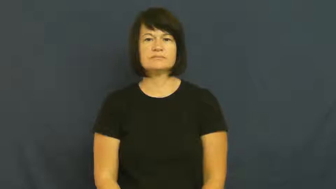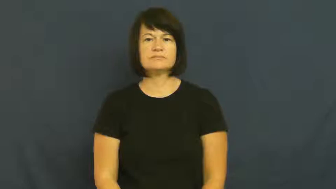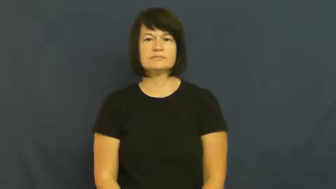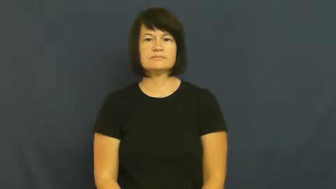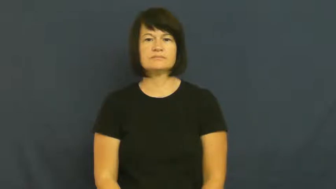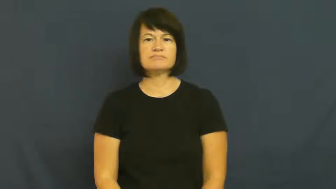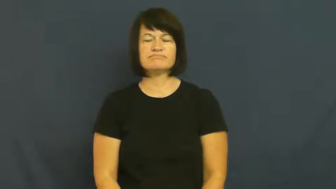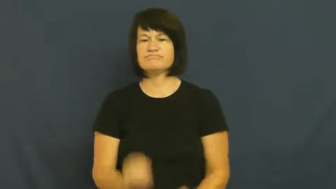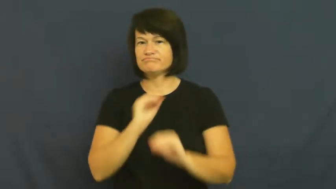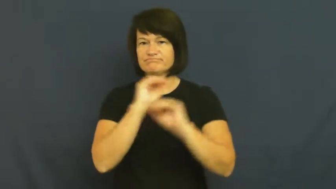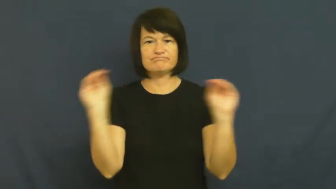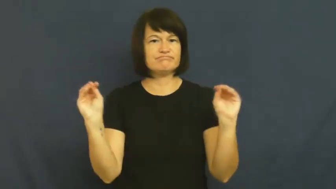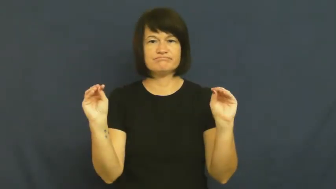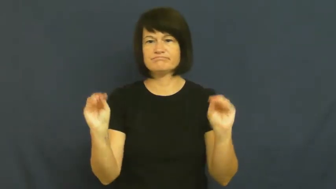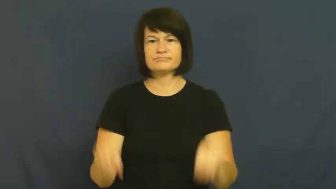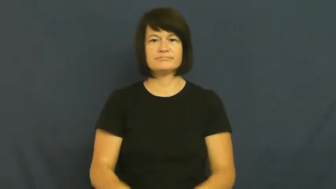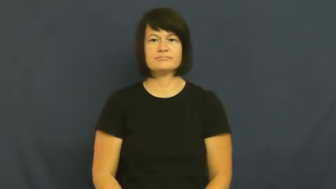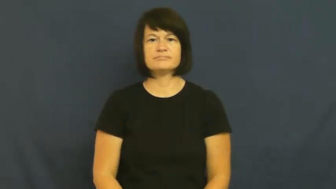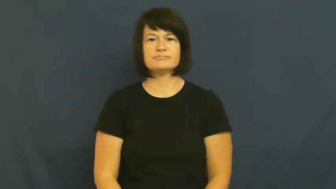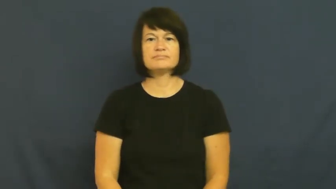no-none